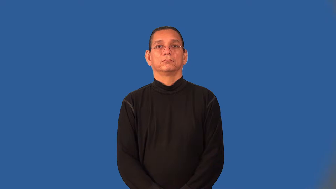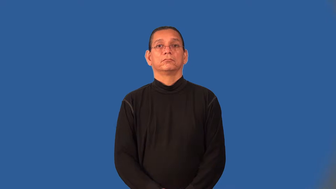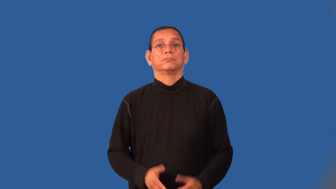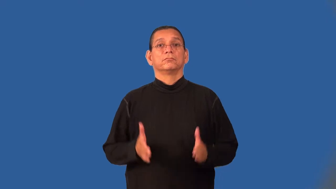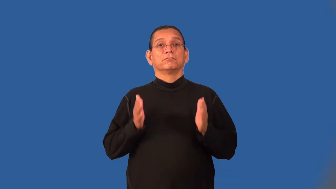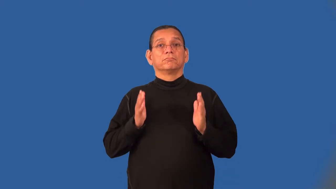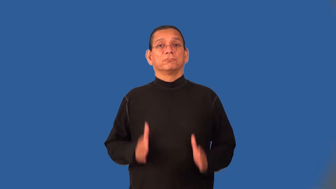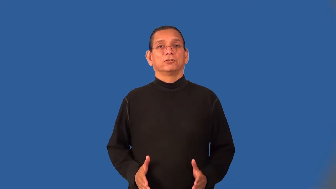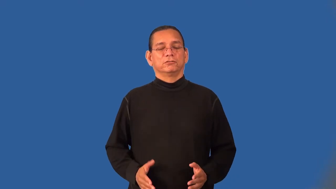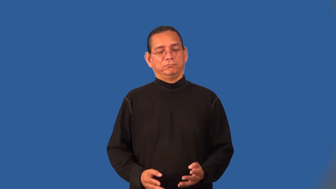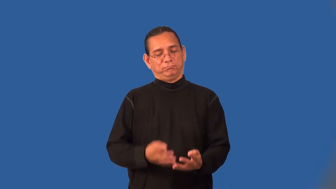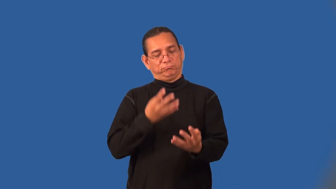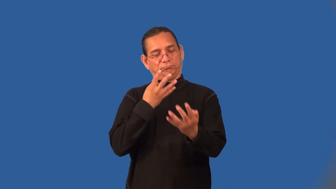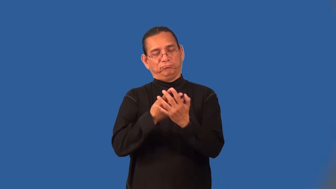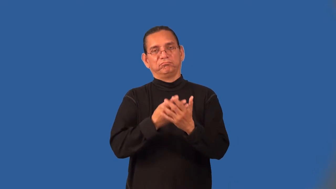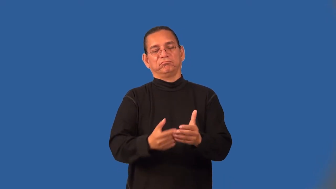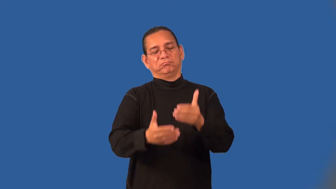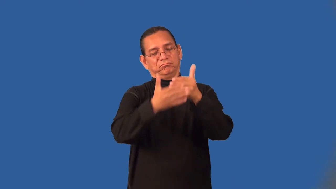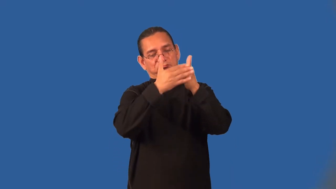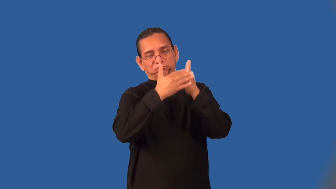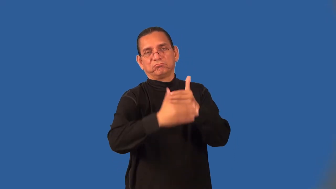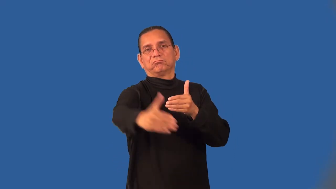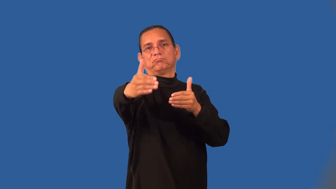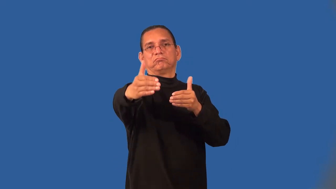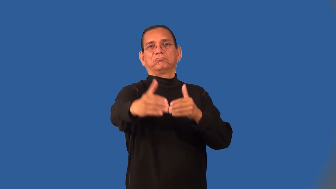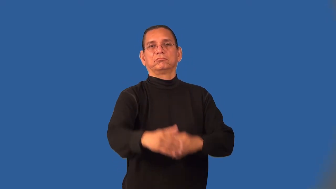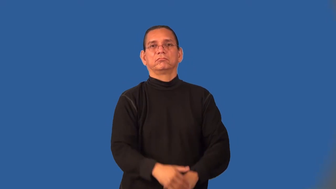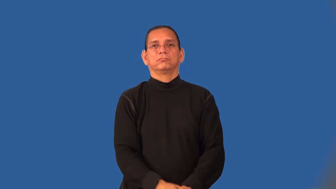lifer-jail